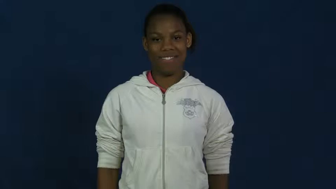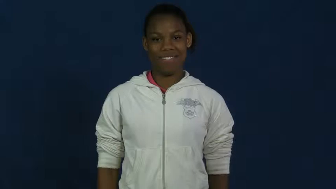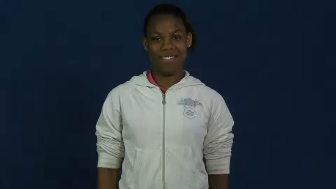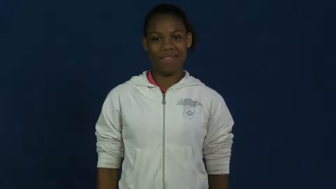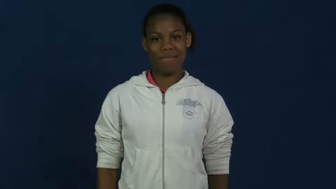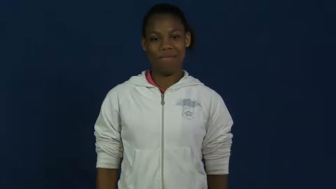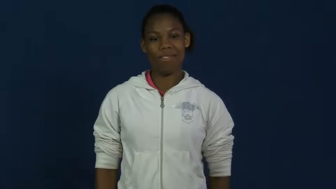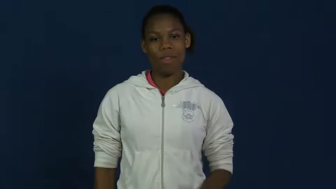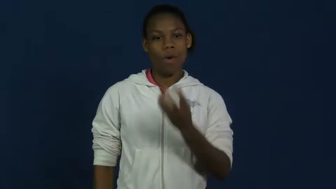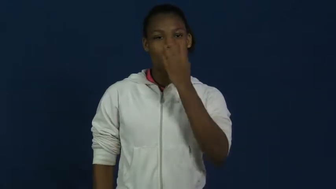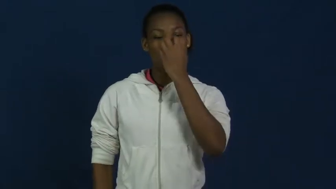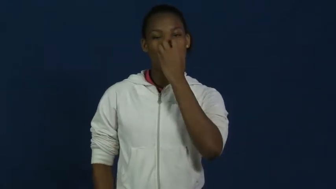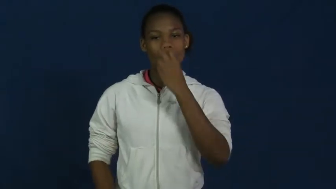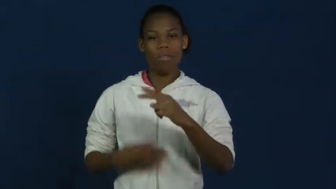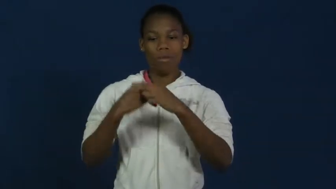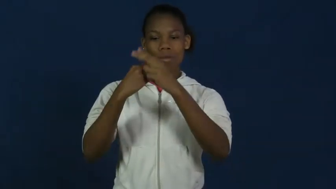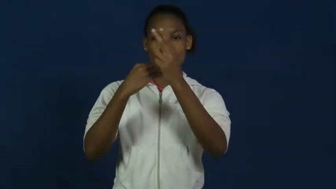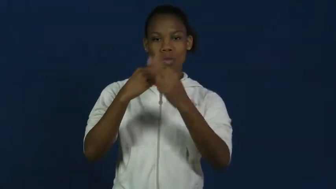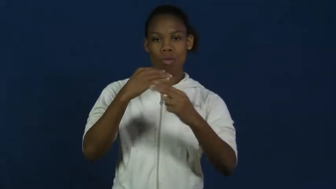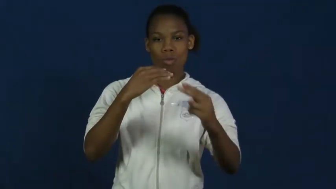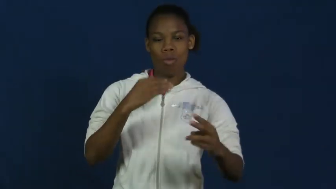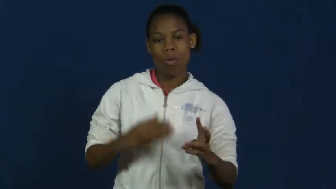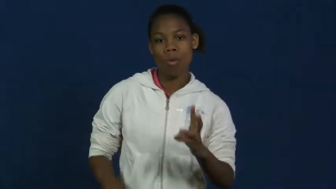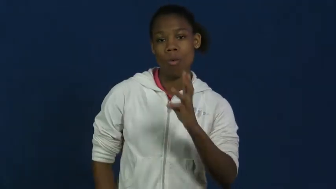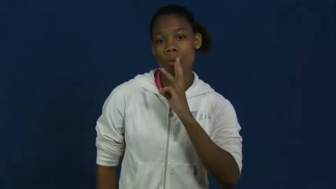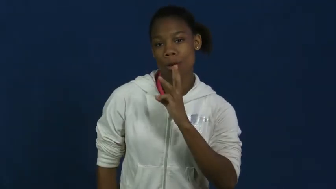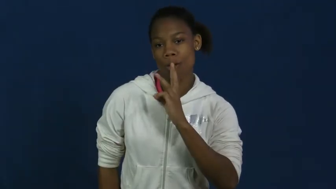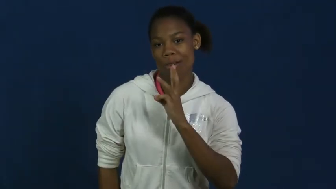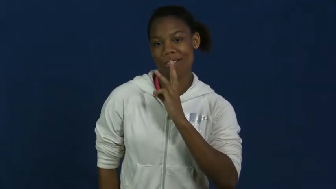skin diving